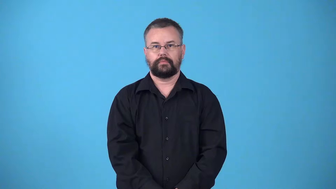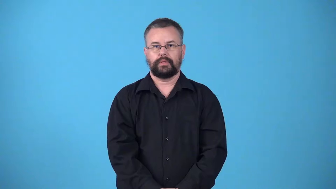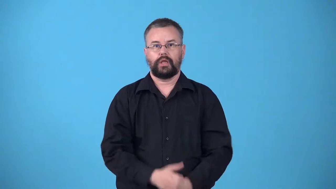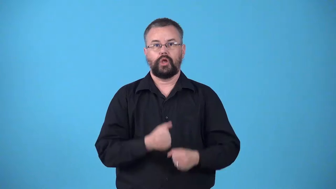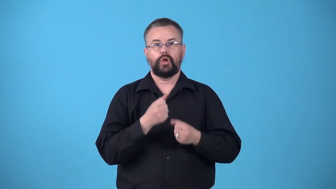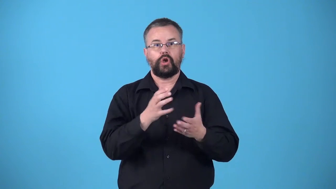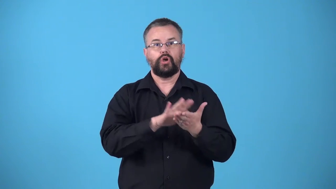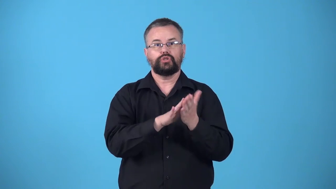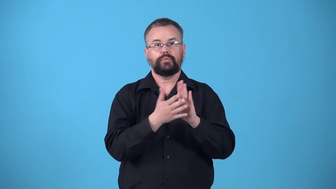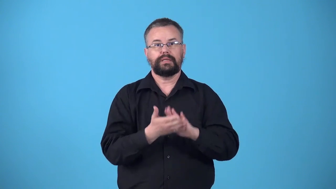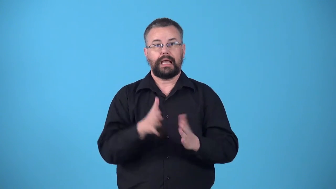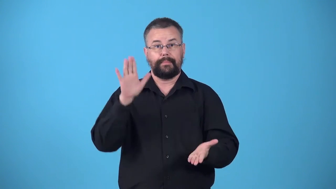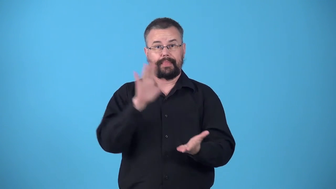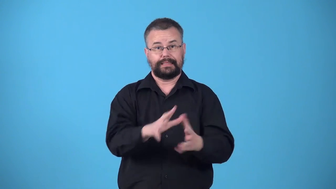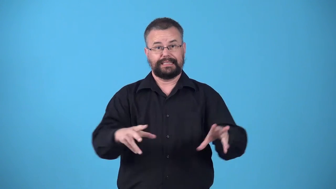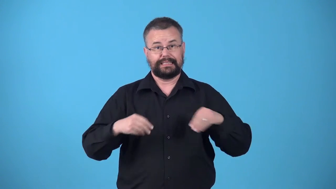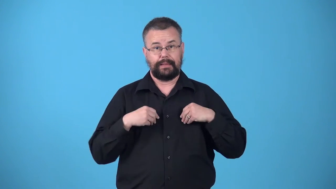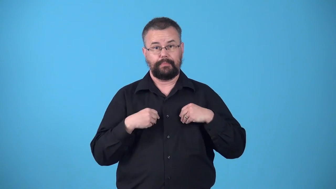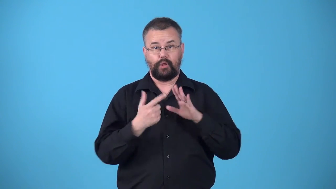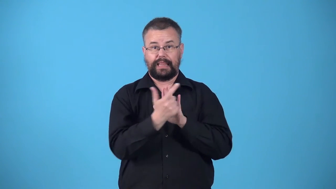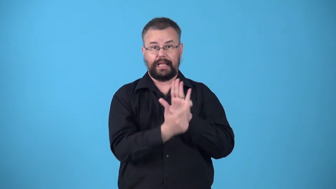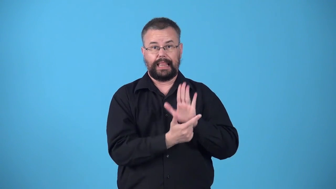vitiate-make less legally acceptable